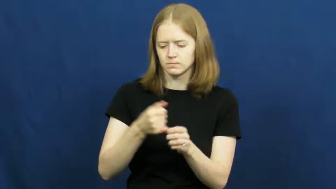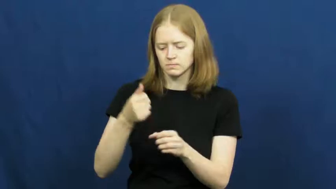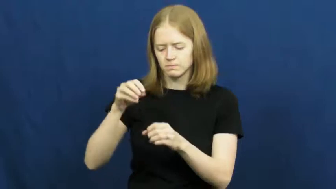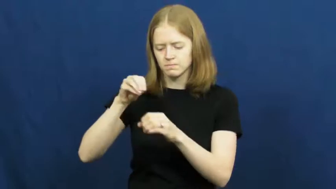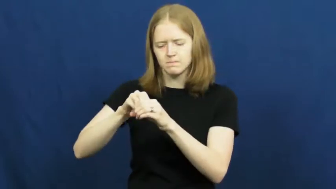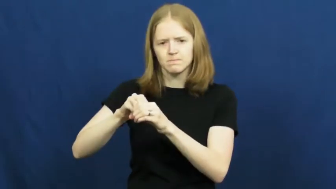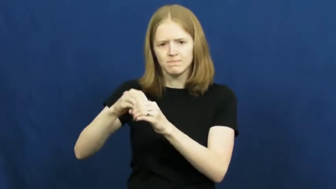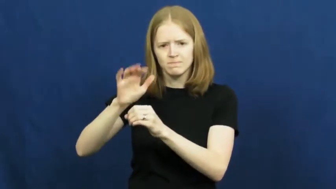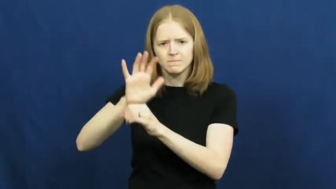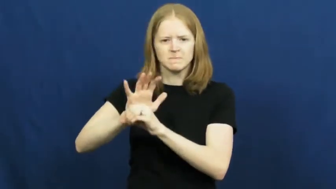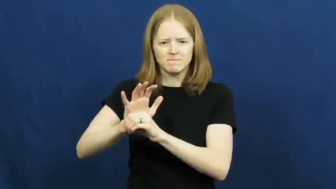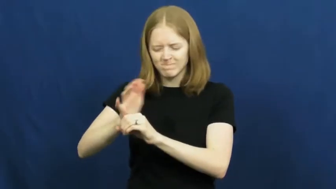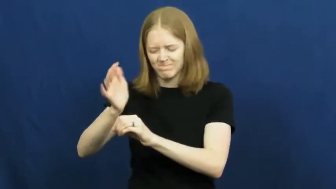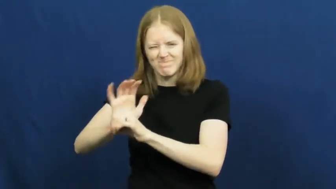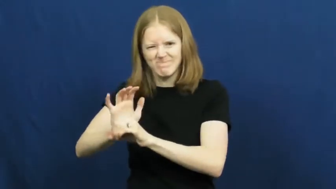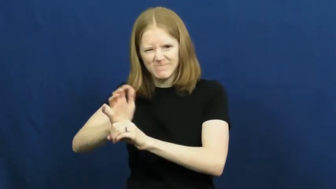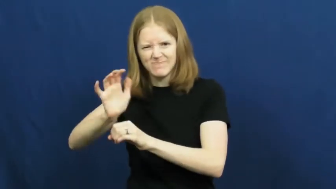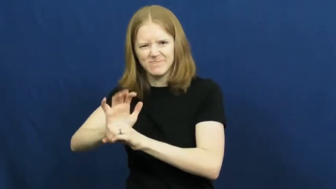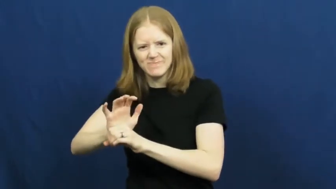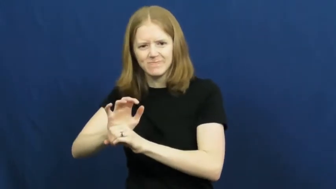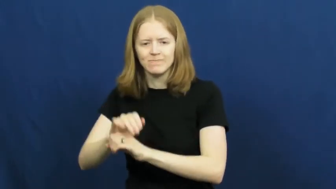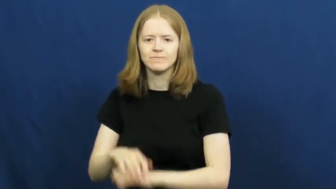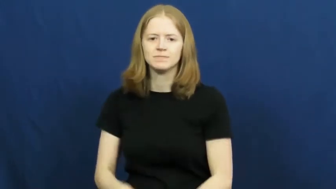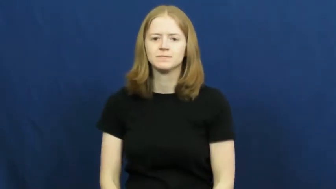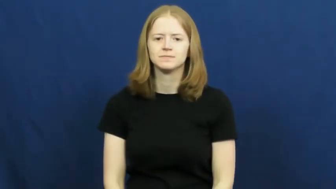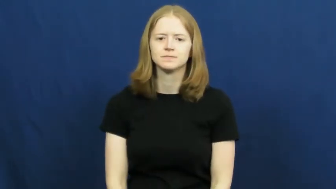force in,force into